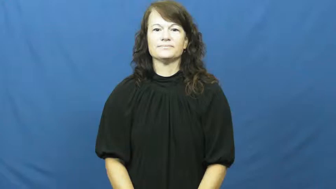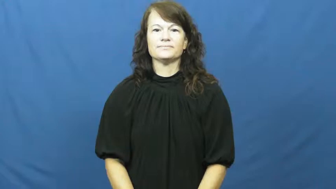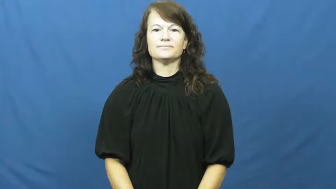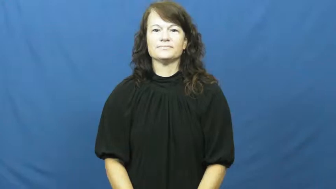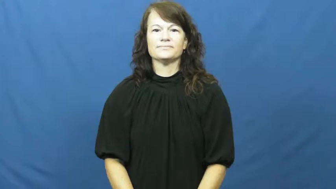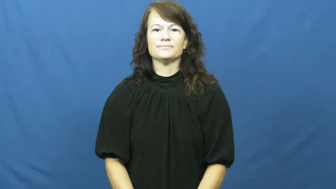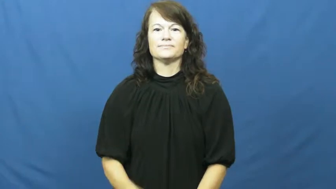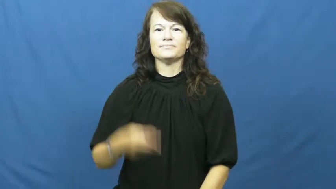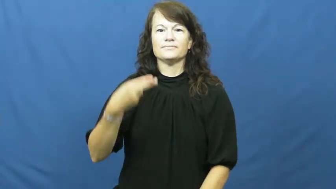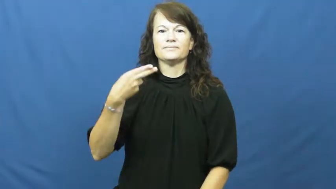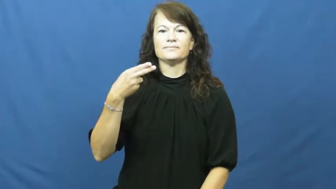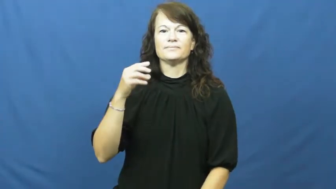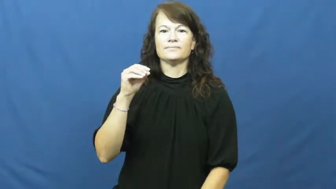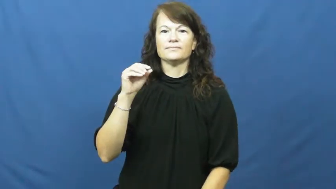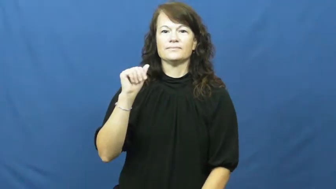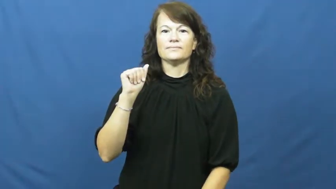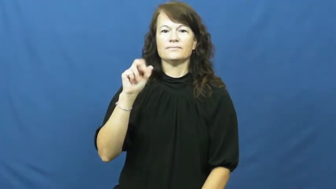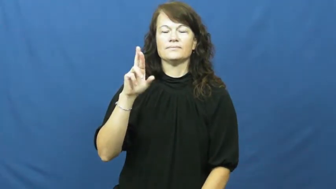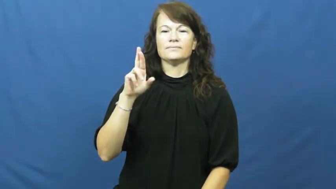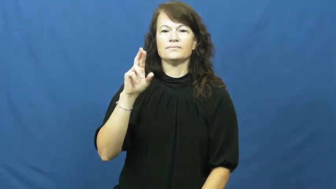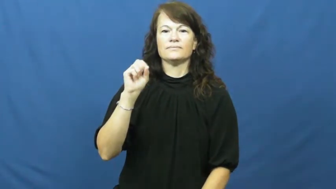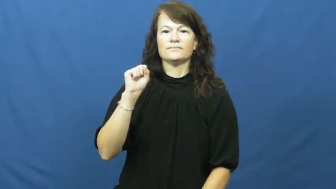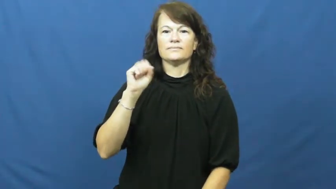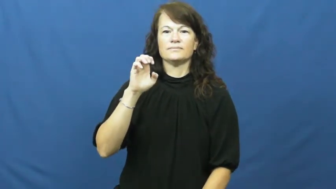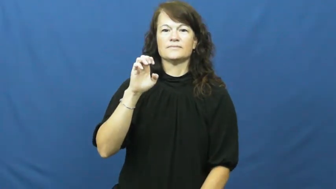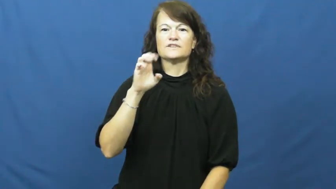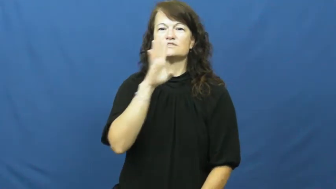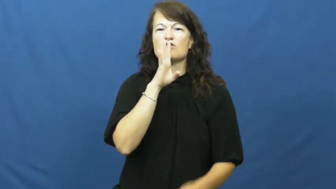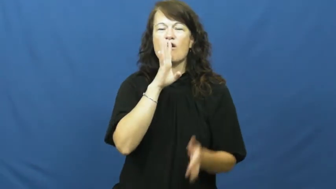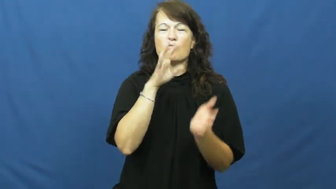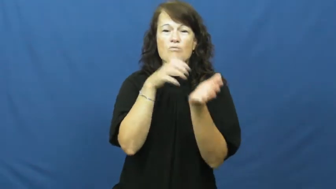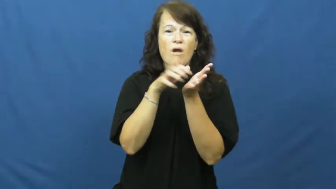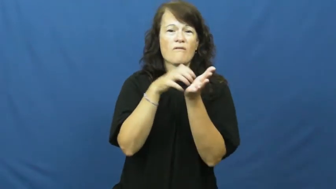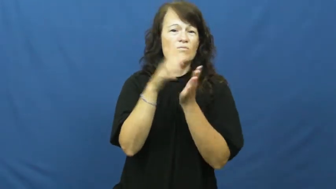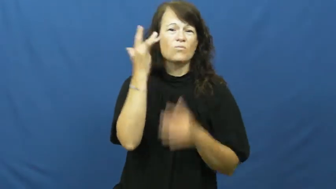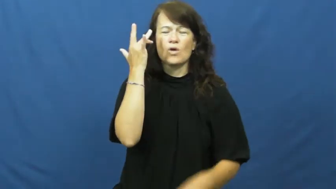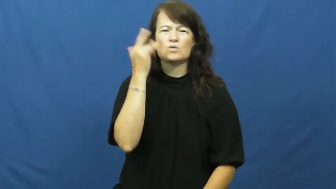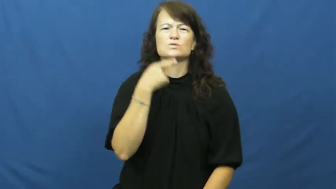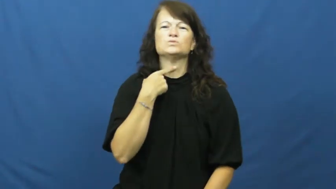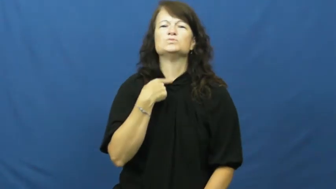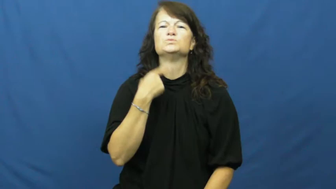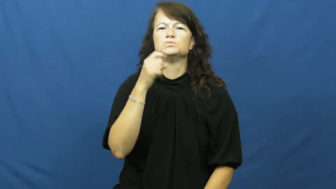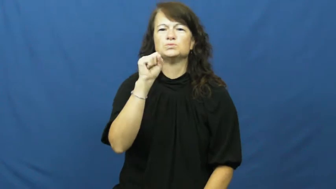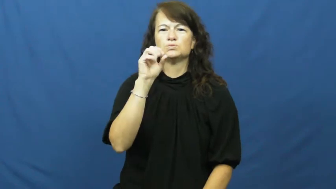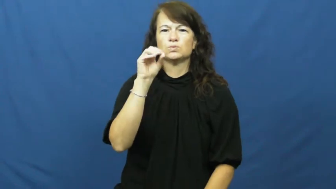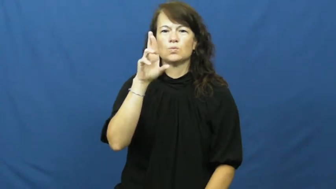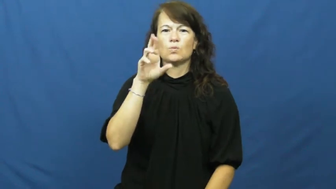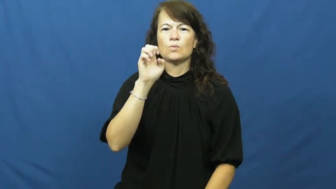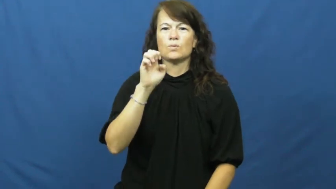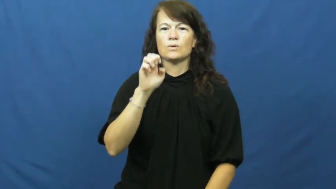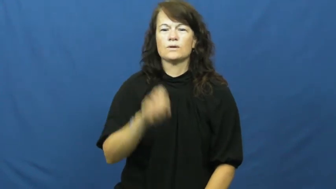hoarse